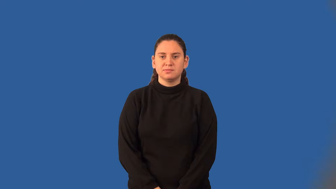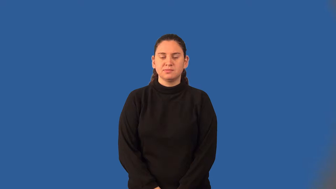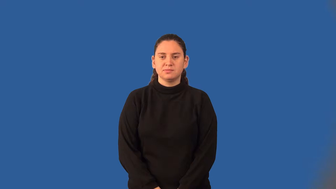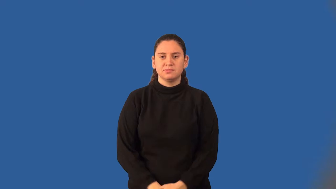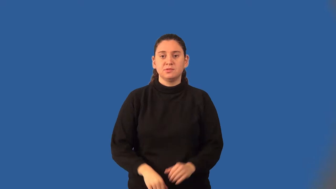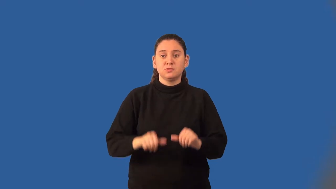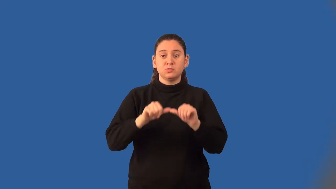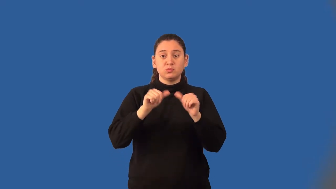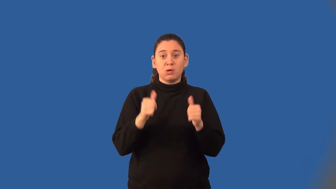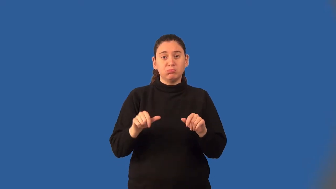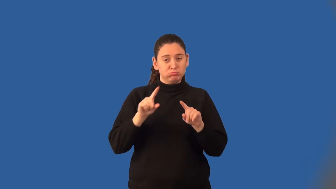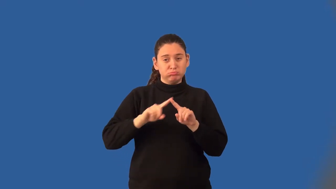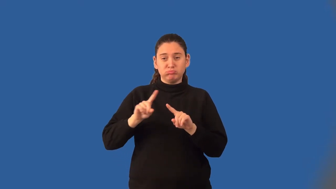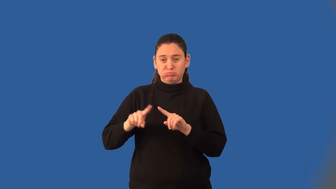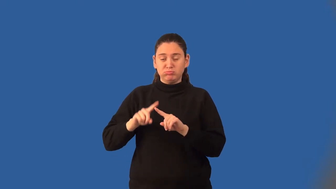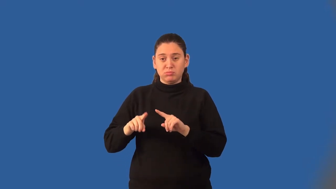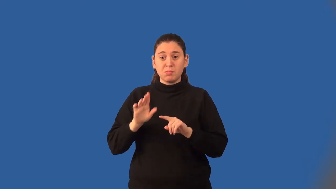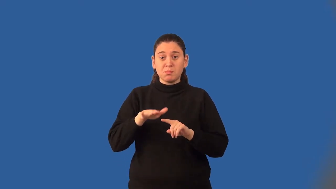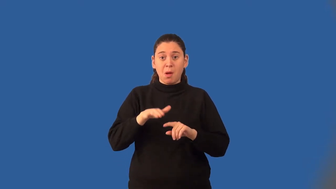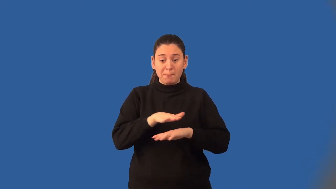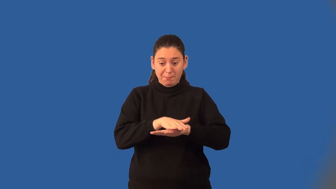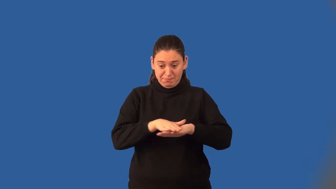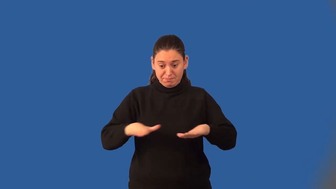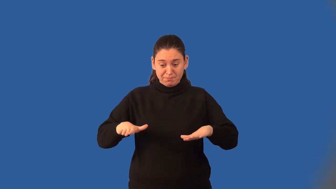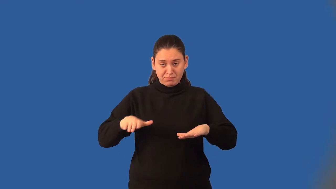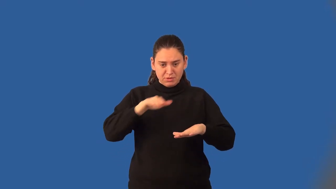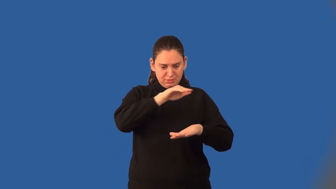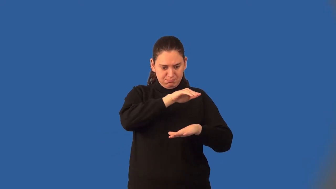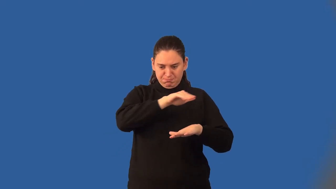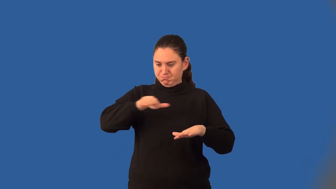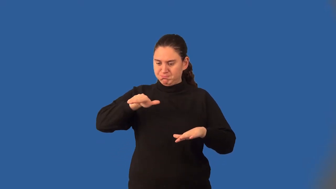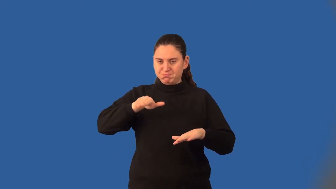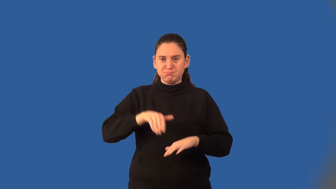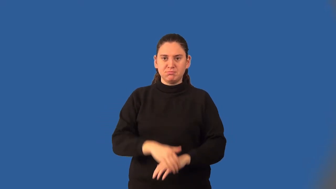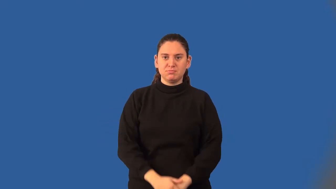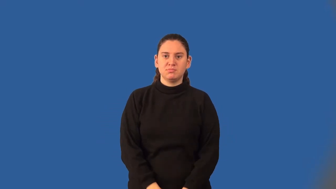cross section,transect